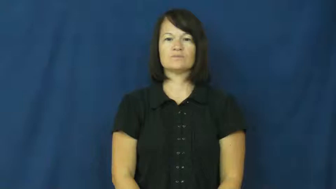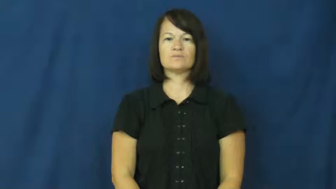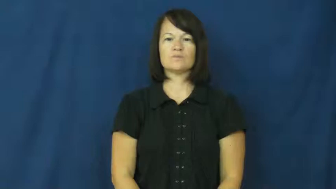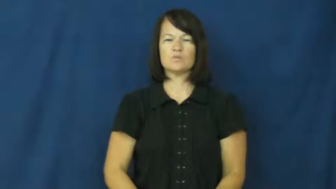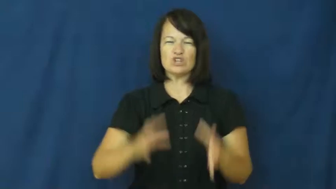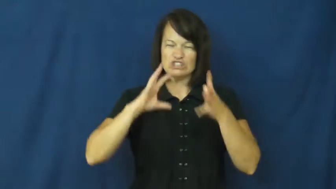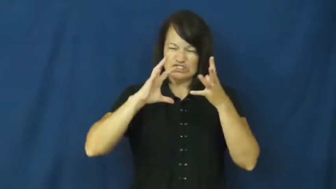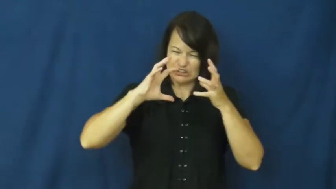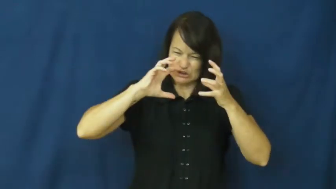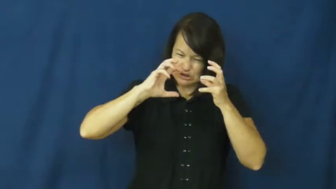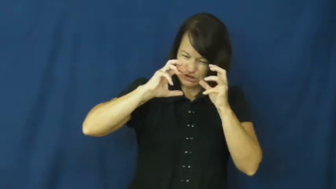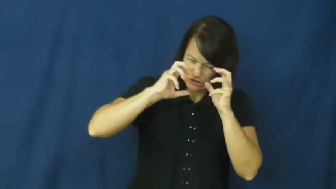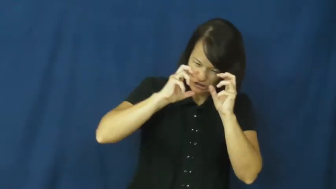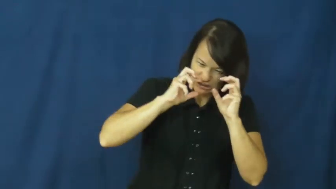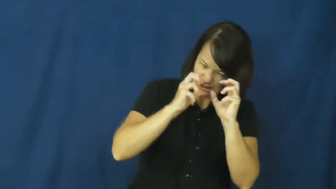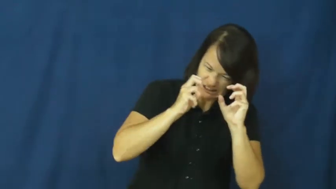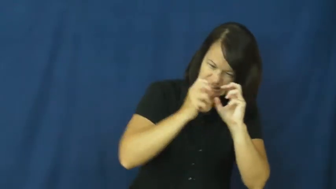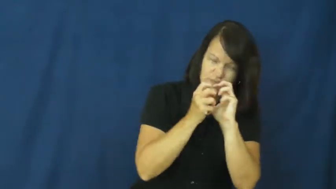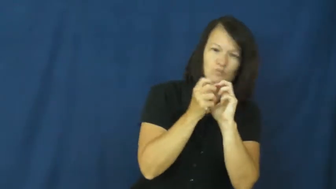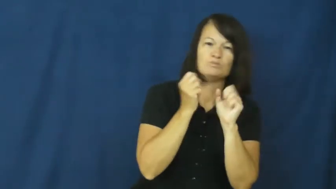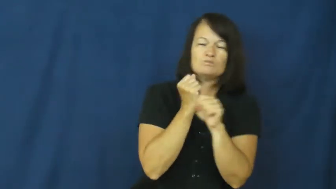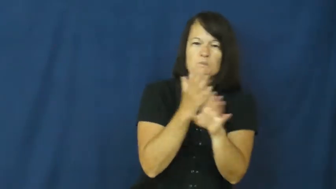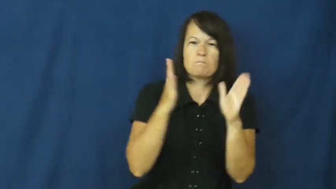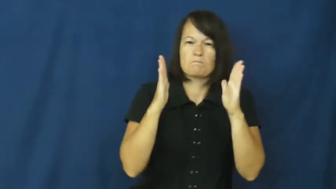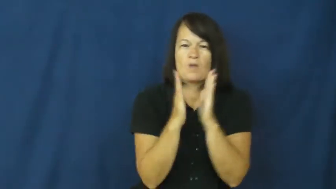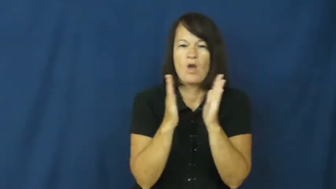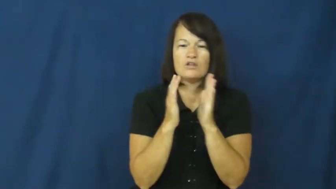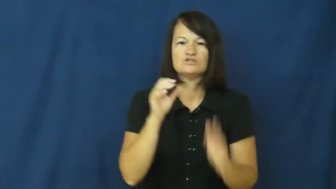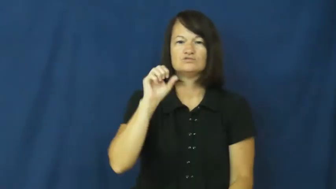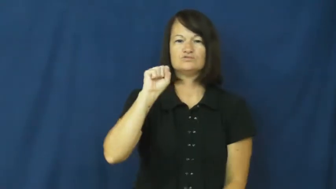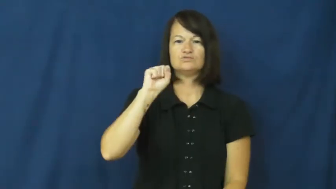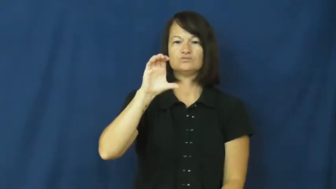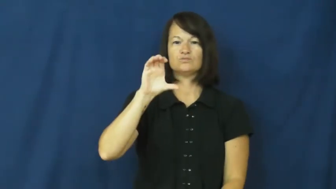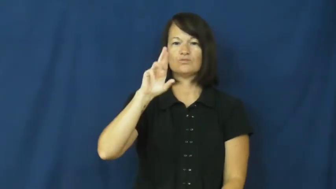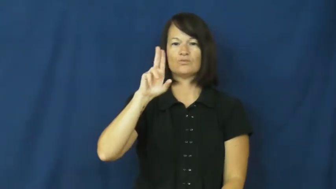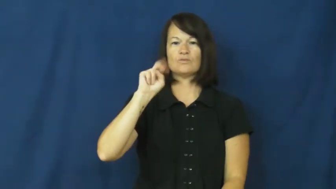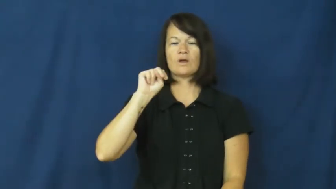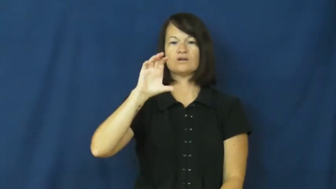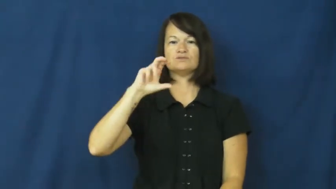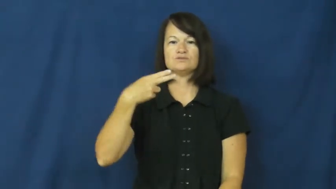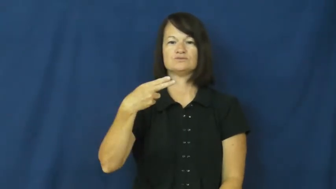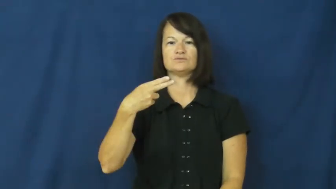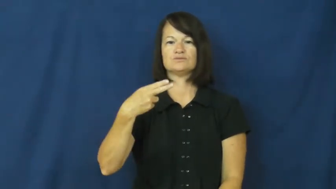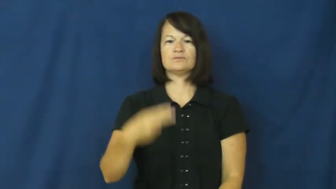scrunch,scrunch up